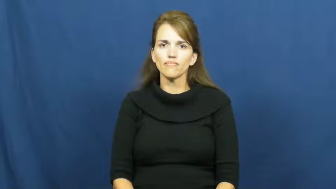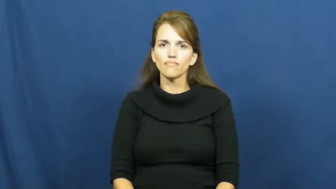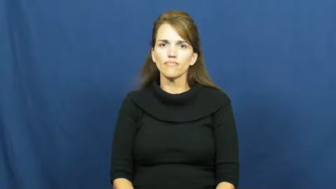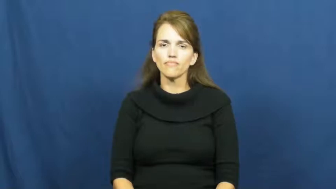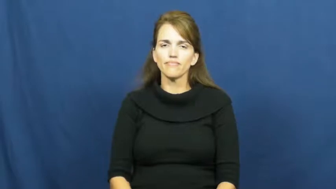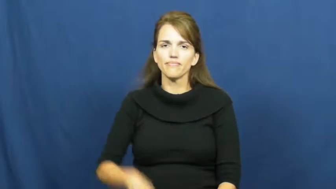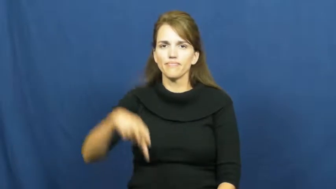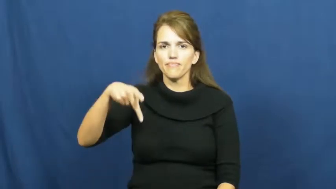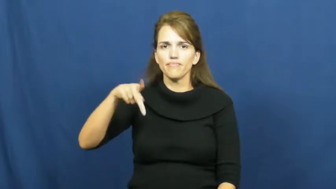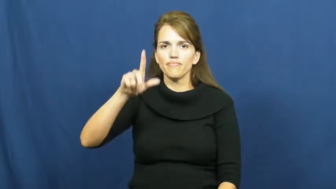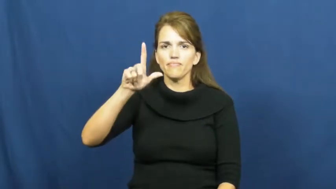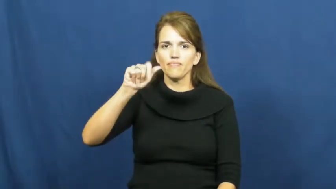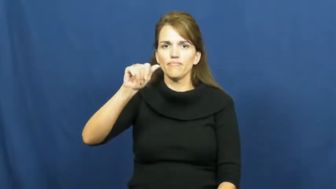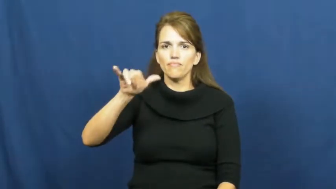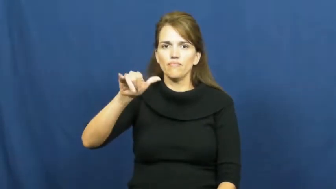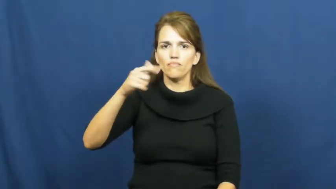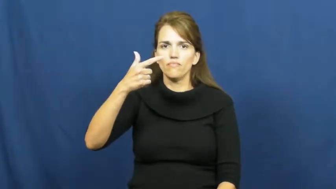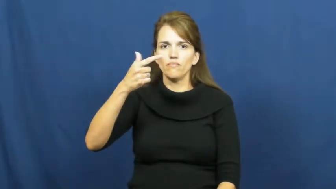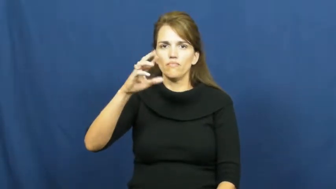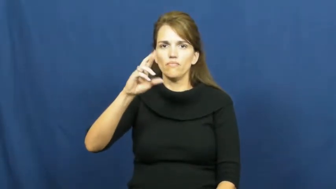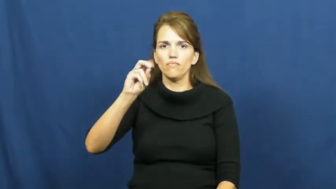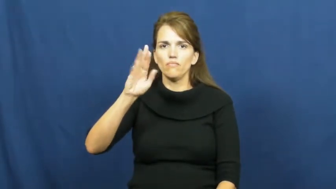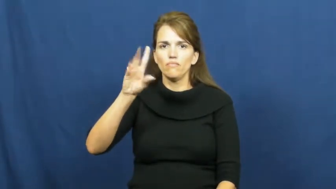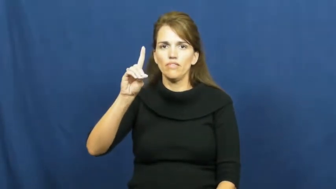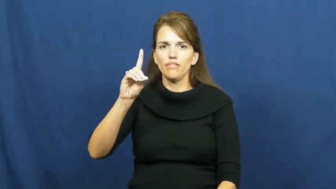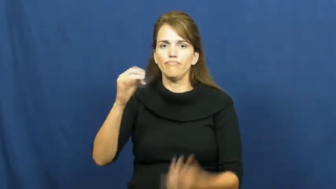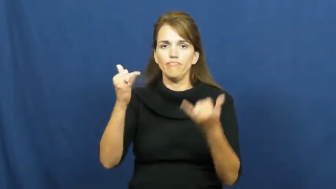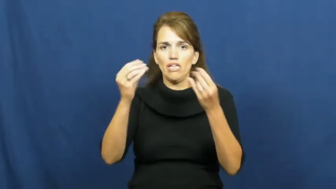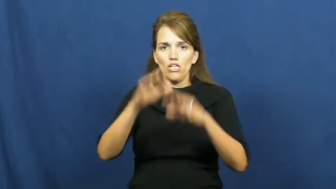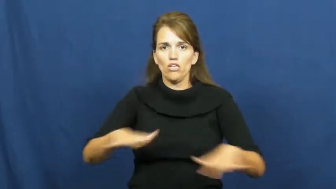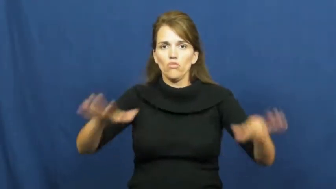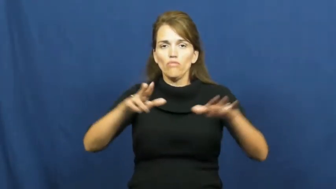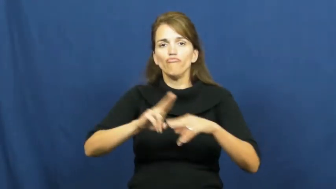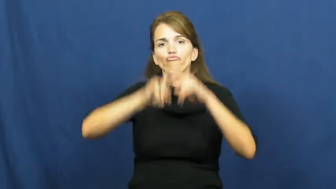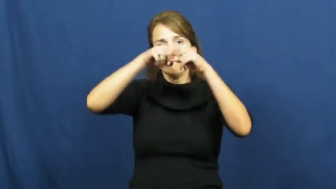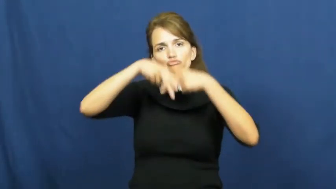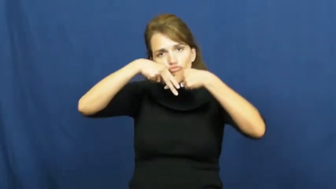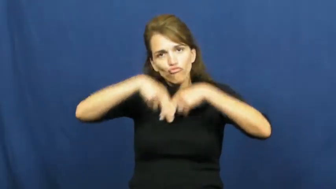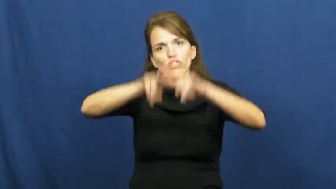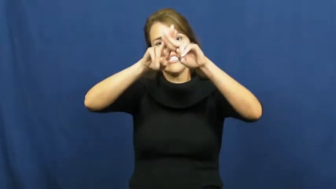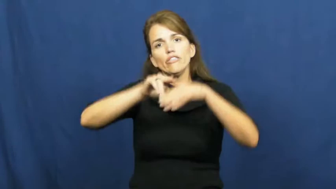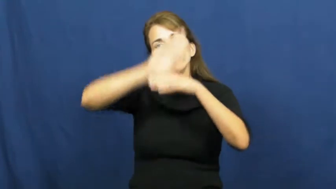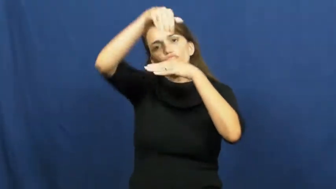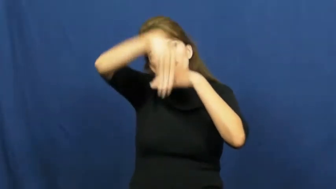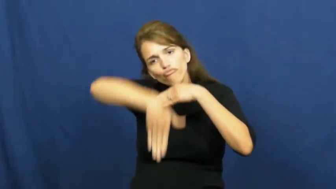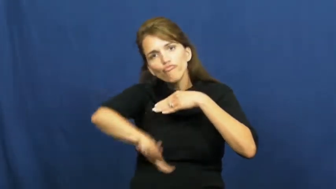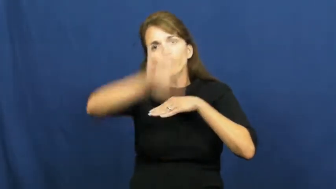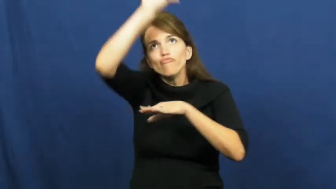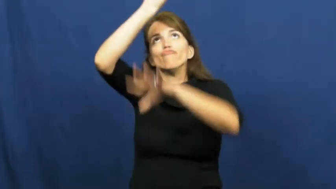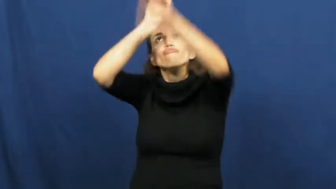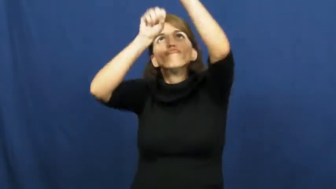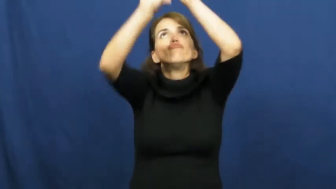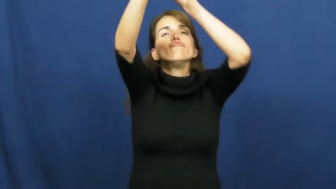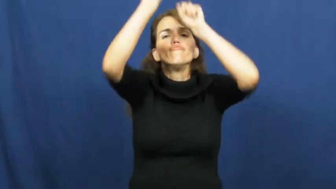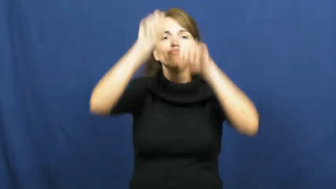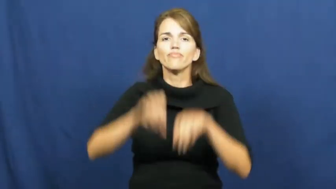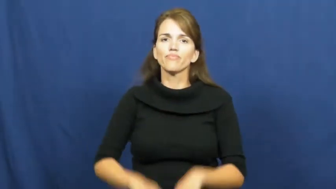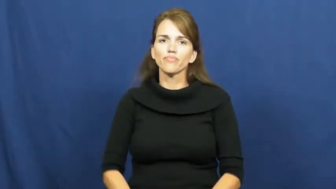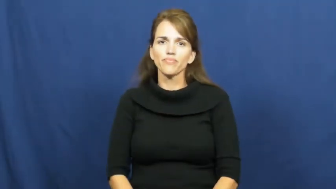playground